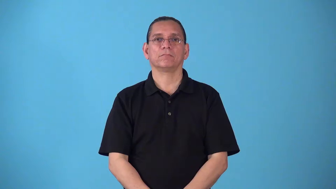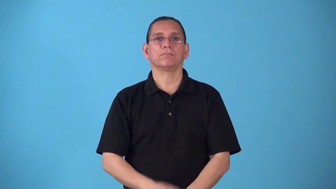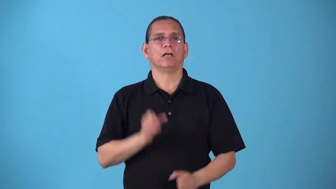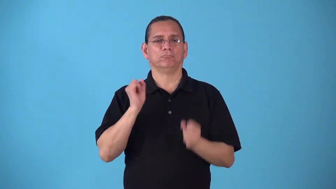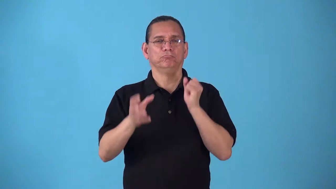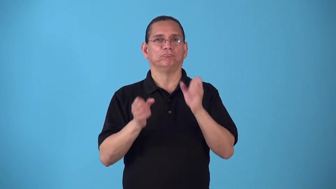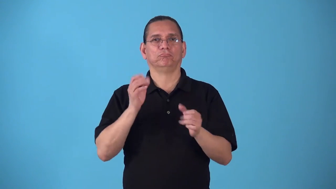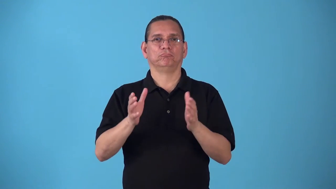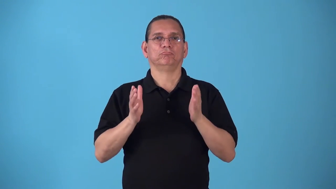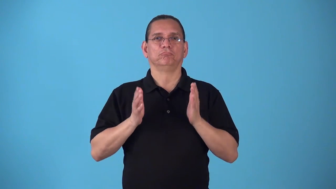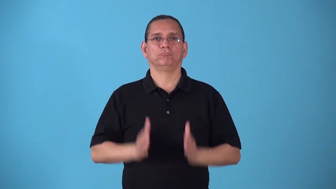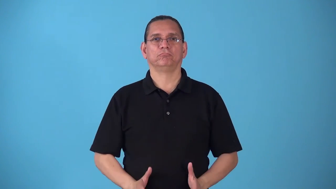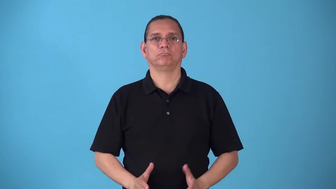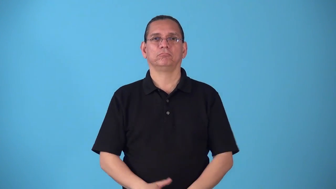signer asl